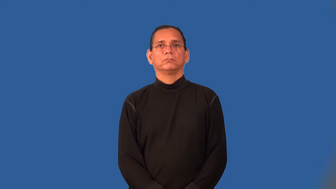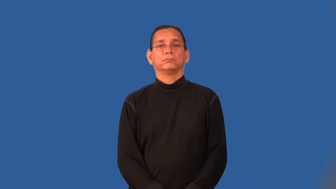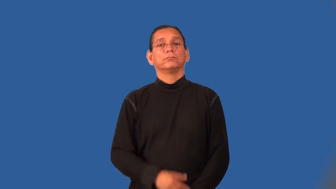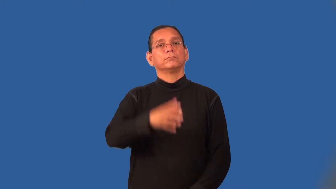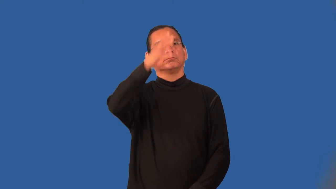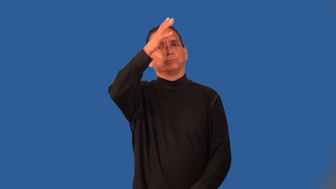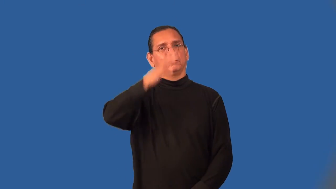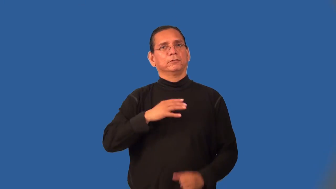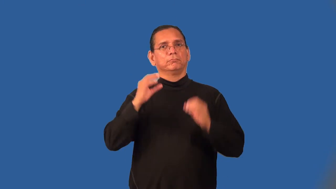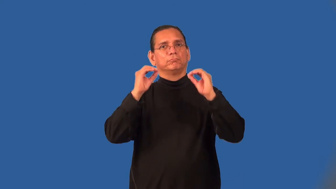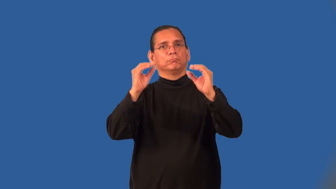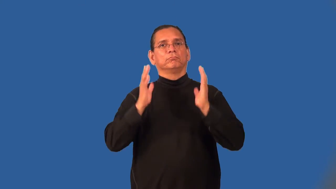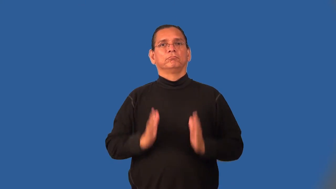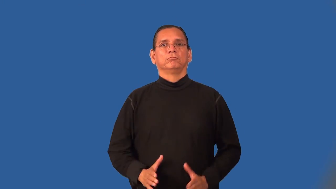schoolmaster